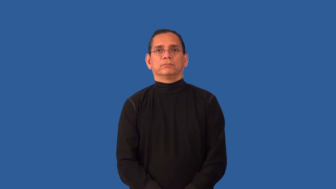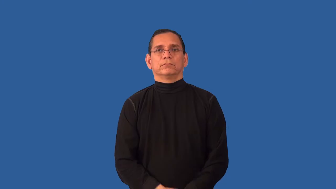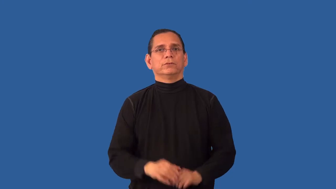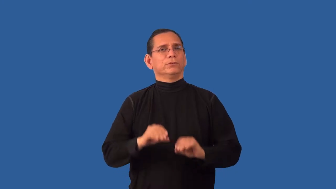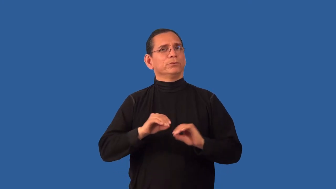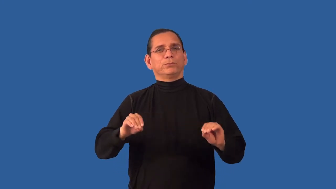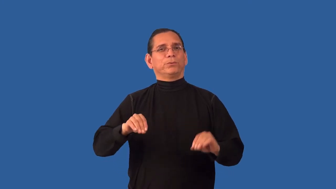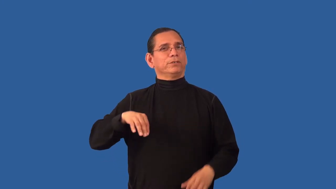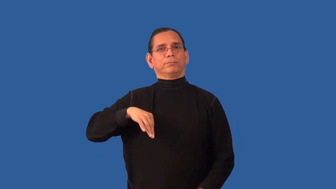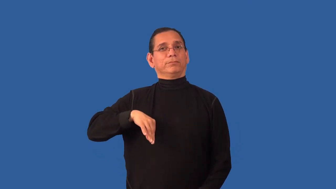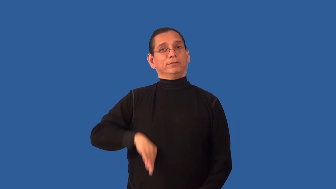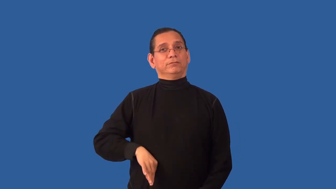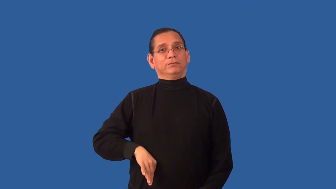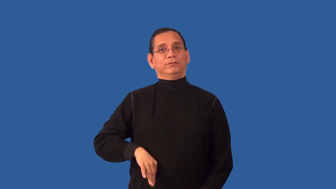uneconomical-use